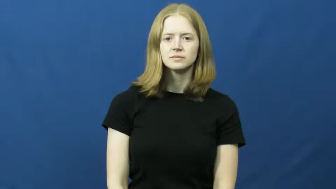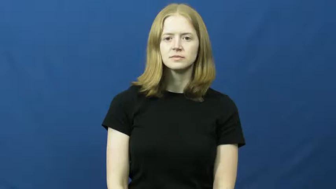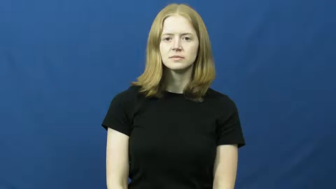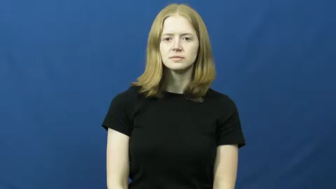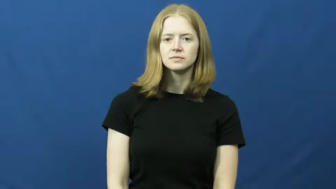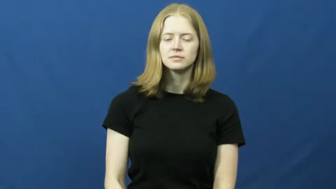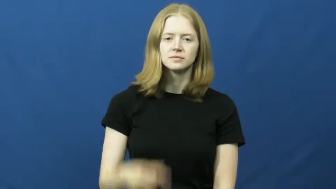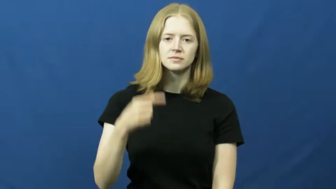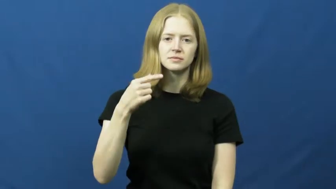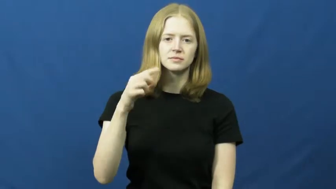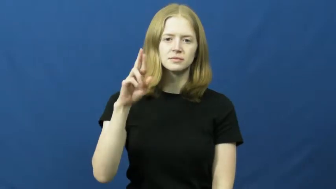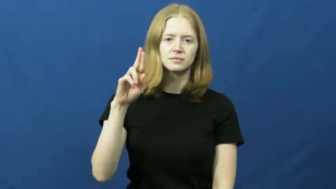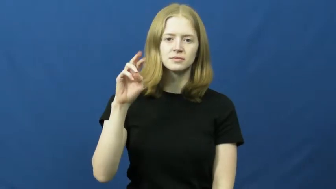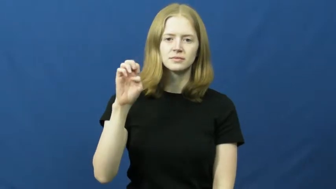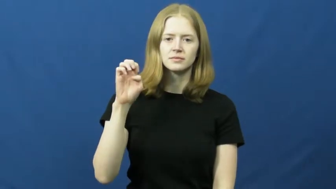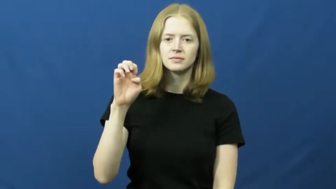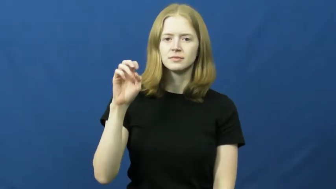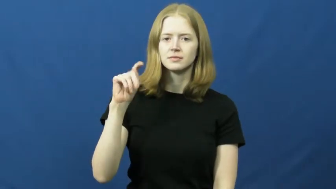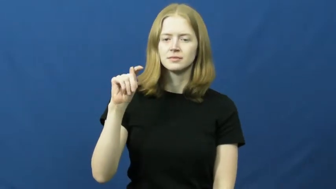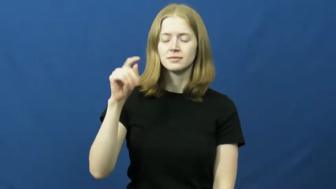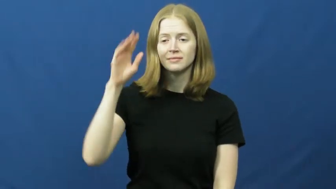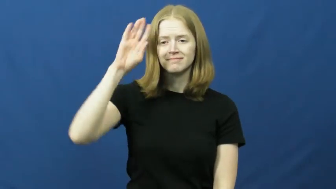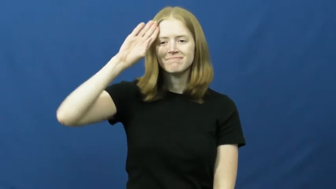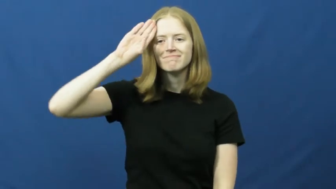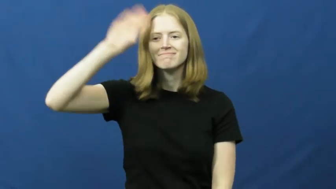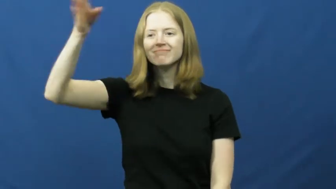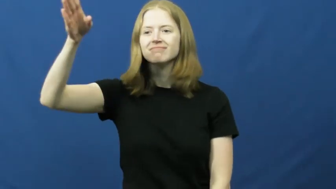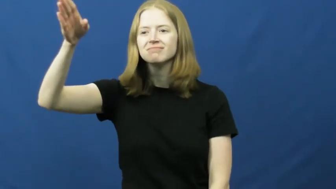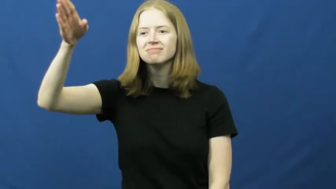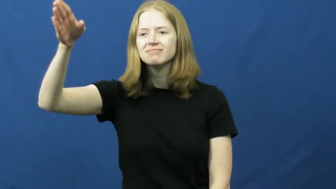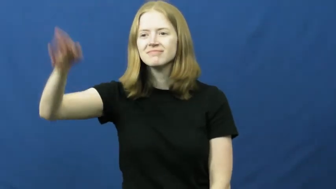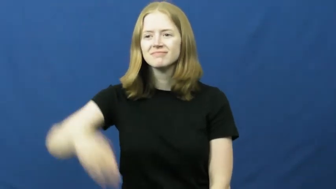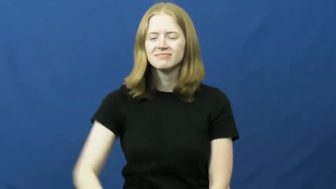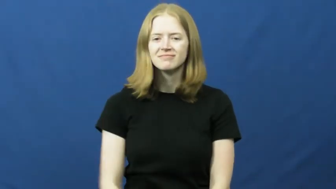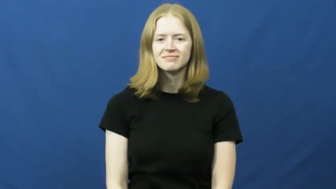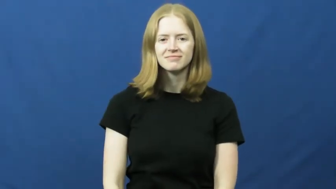greet